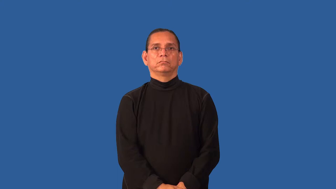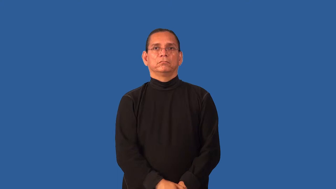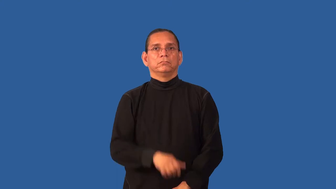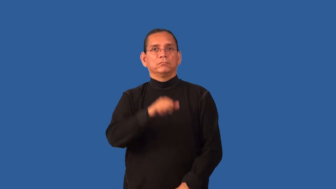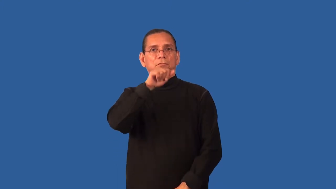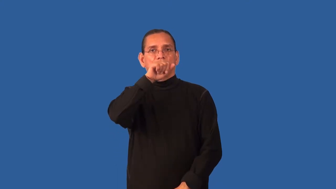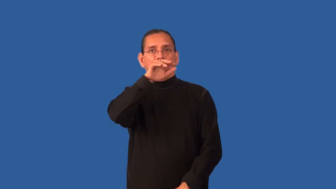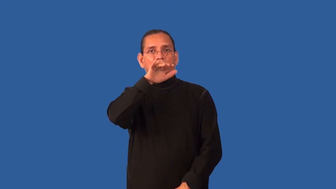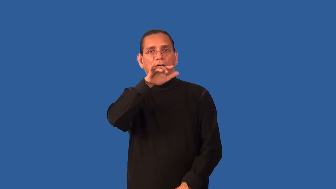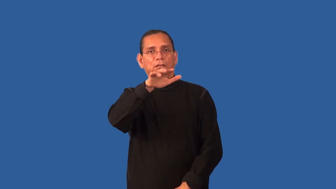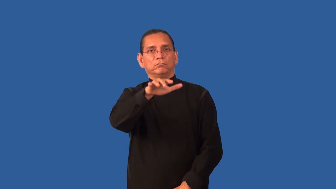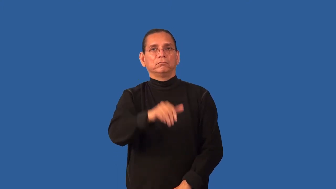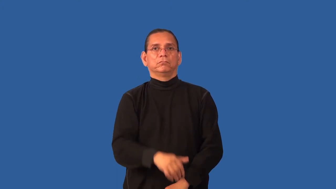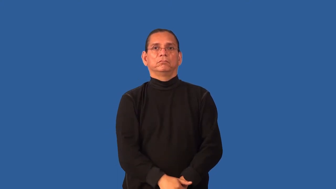give forth